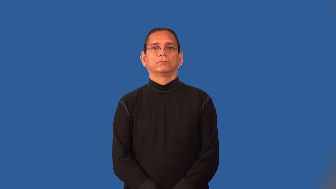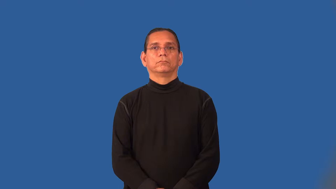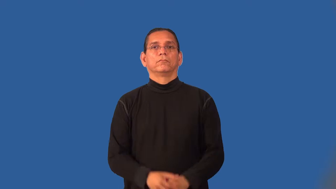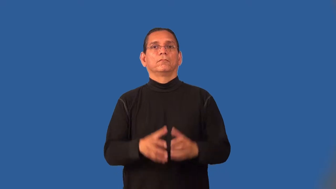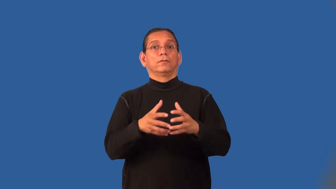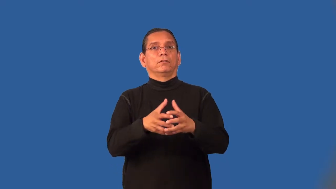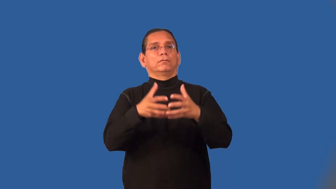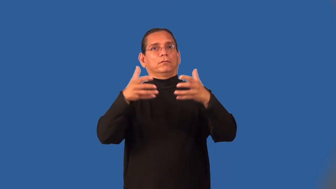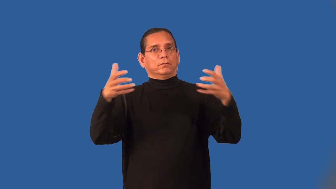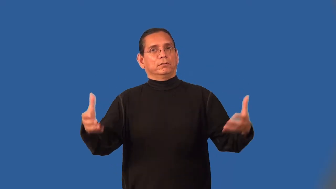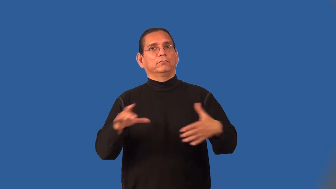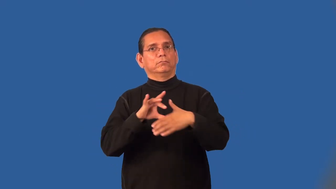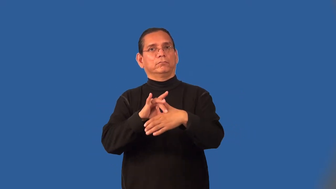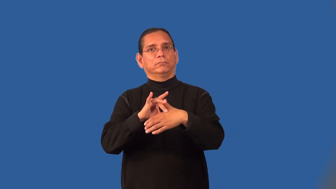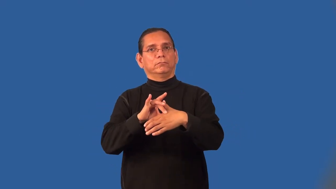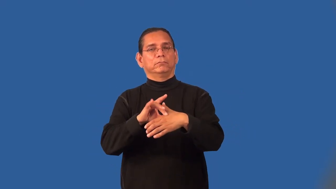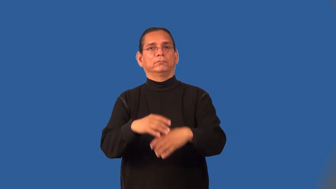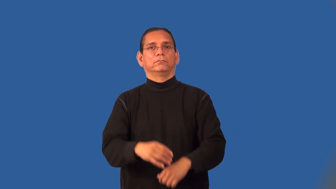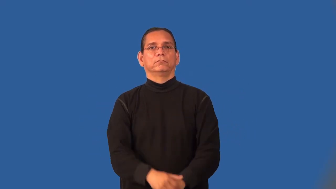meaty-full of meat